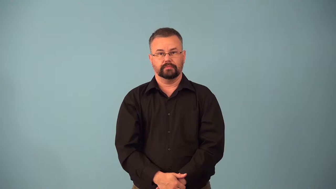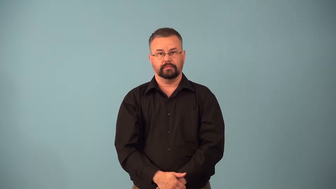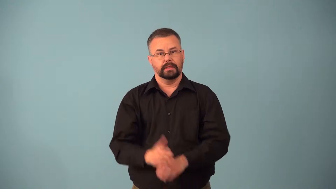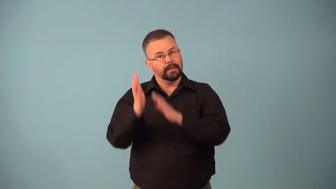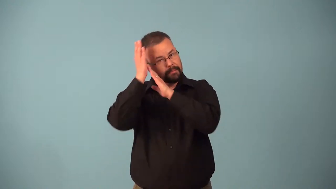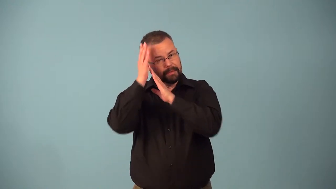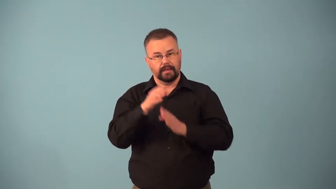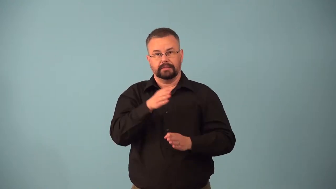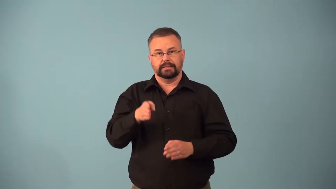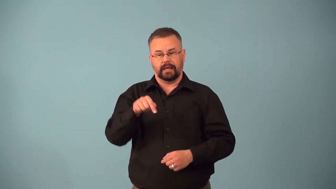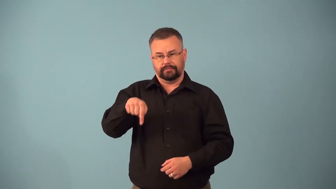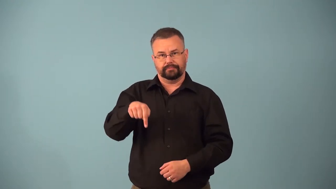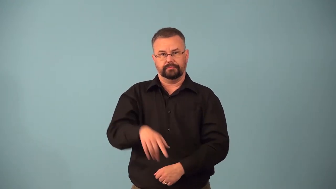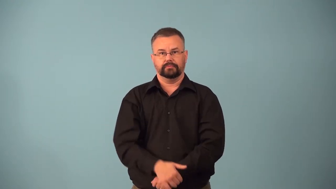bedside